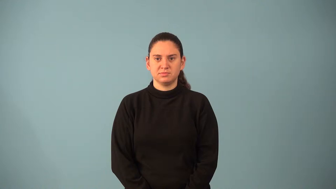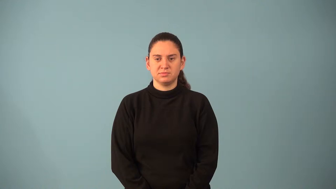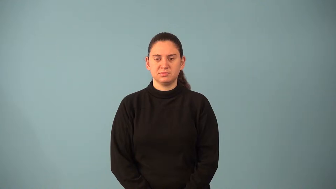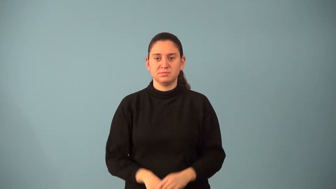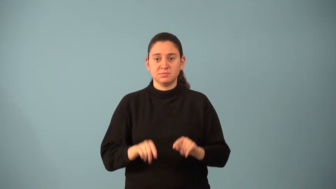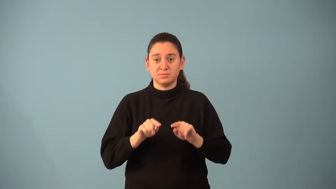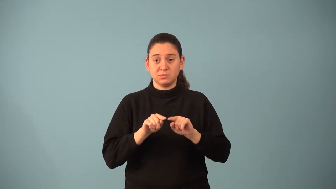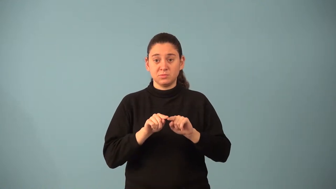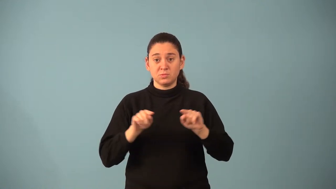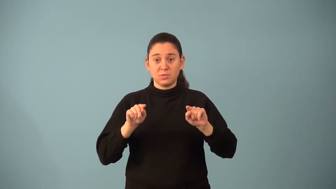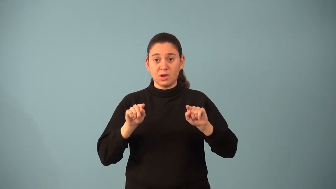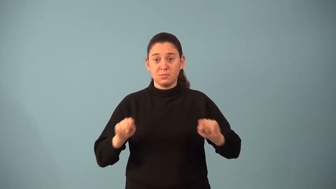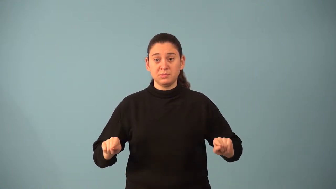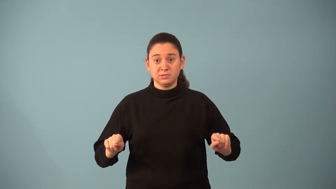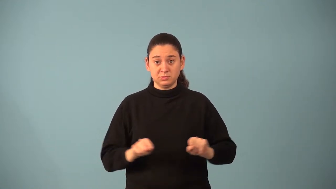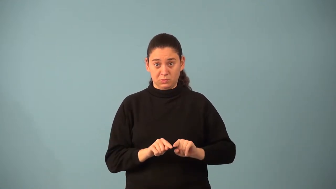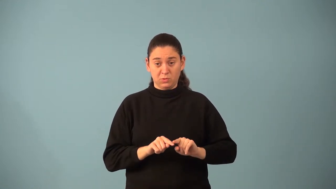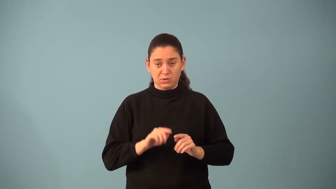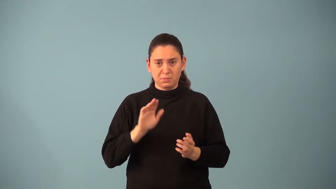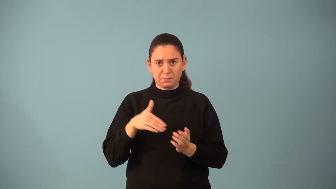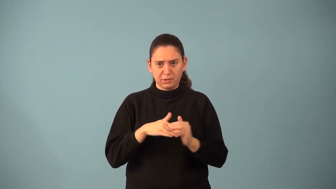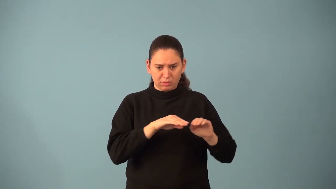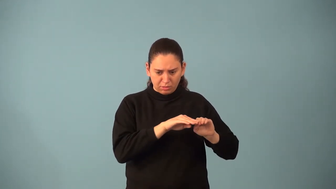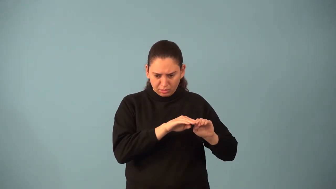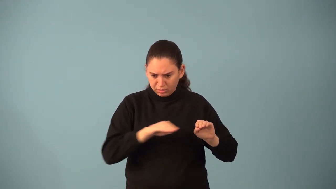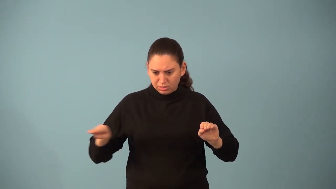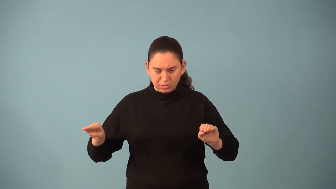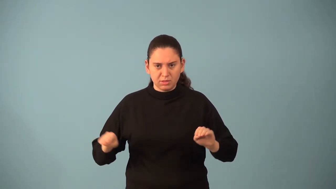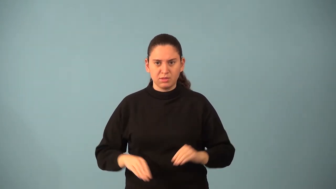median of a trapezoid